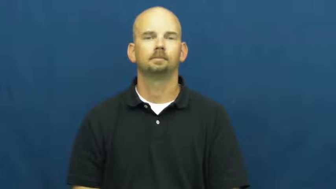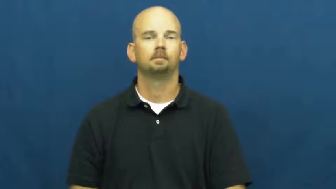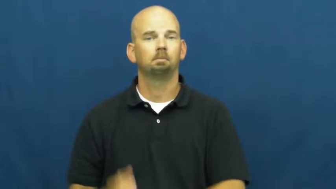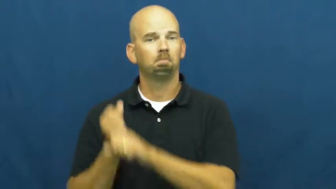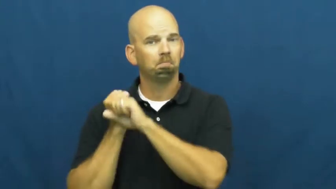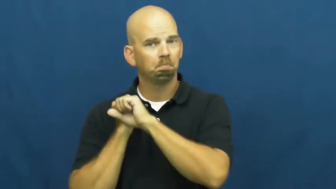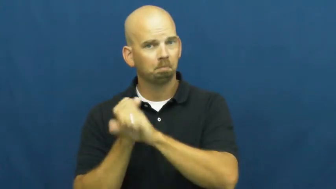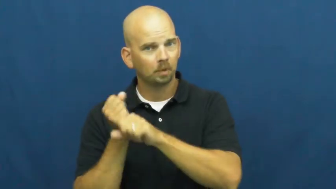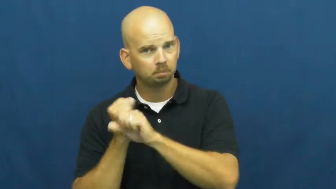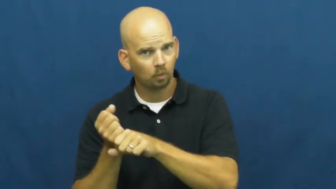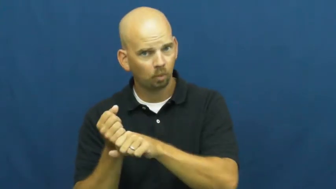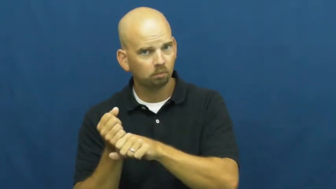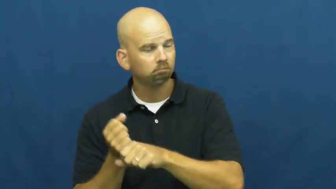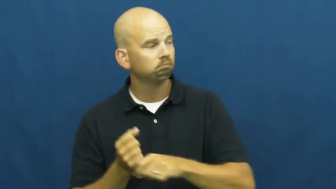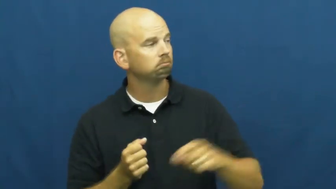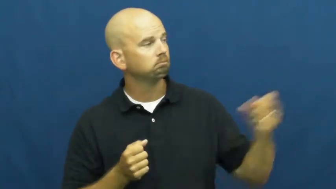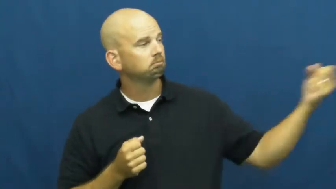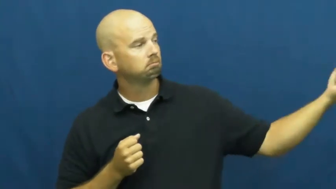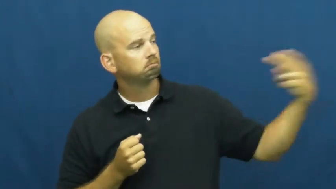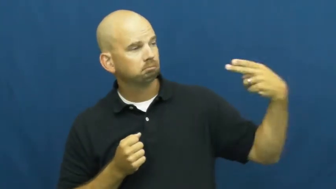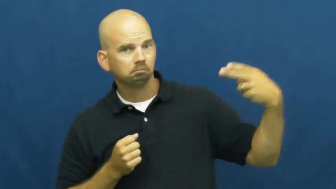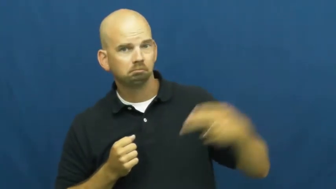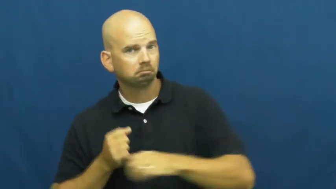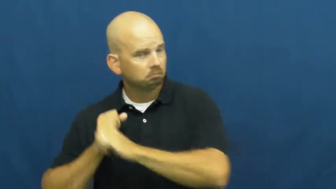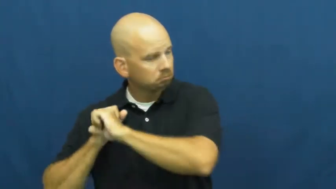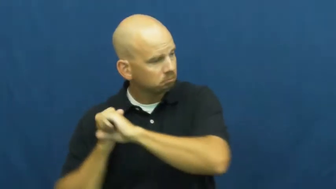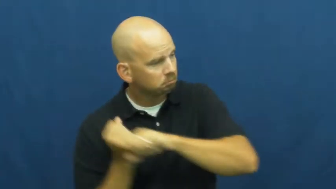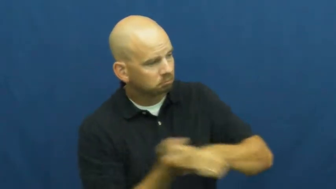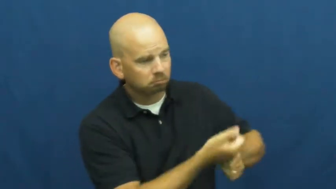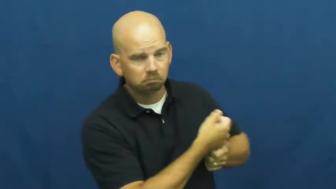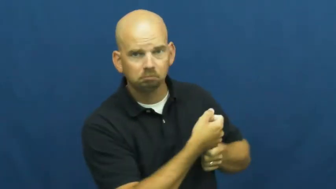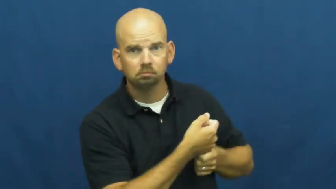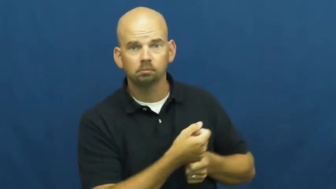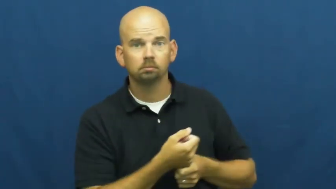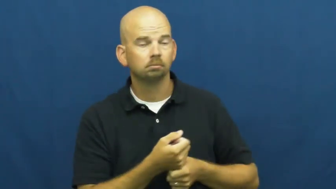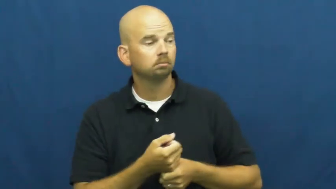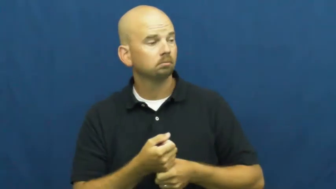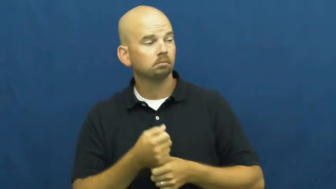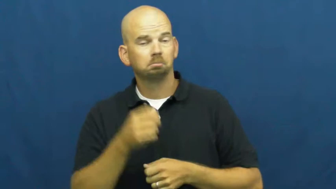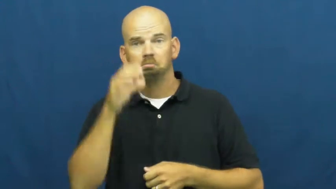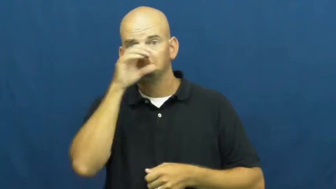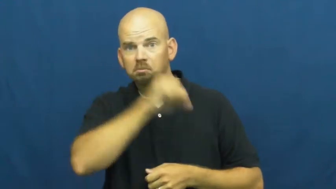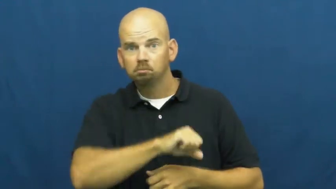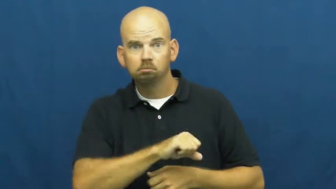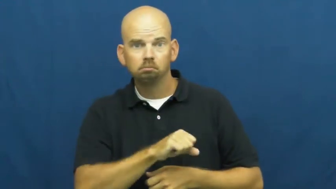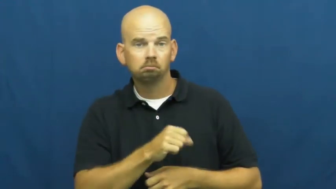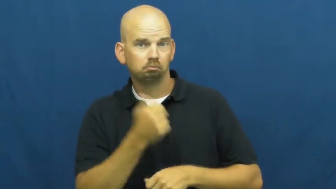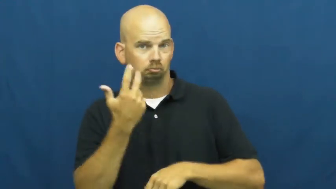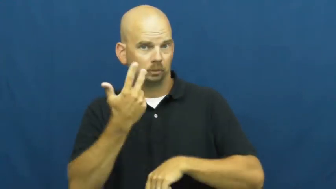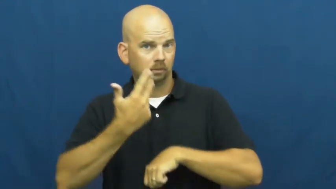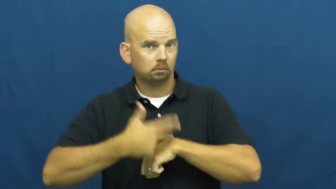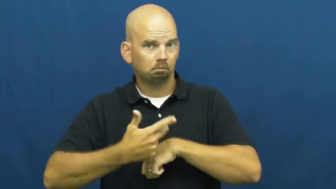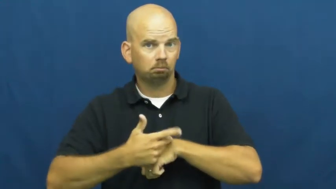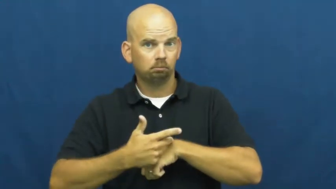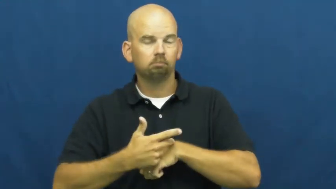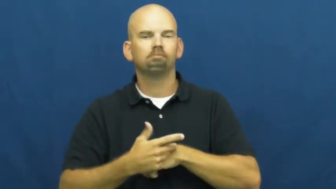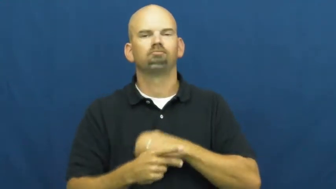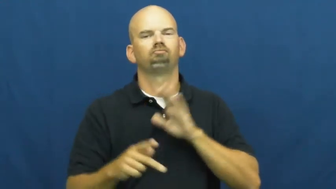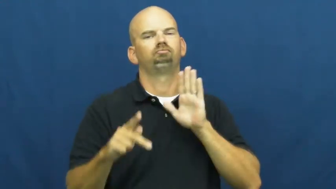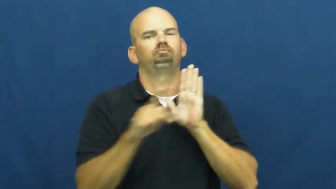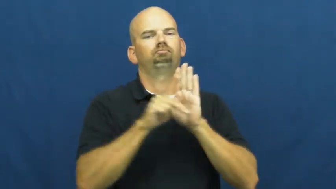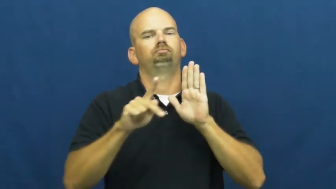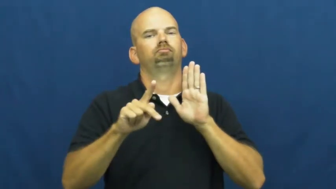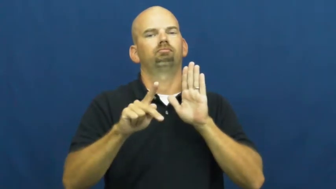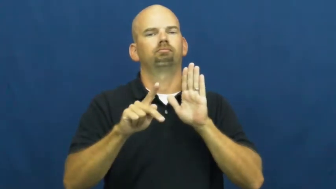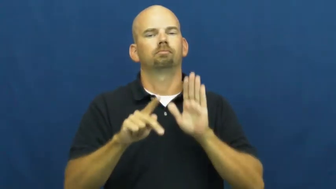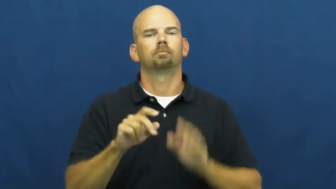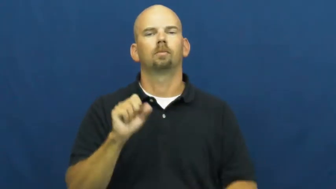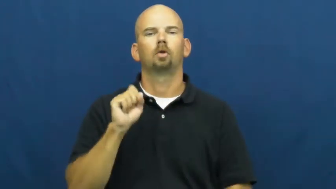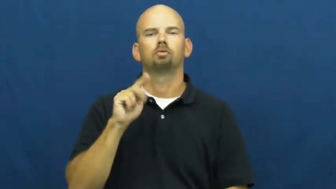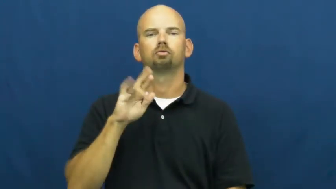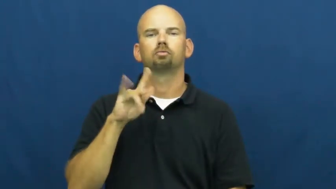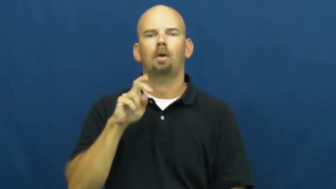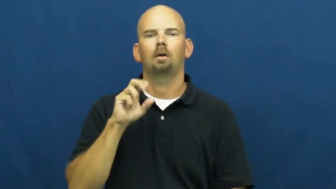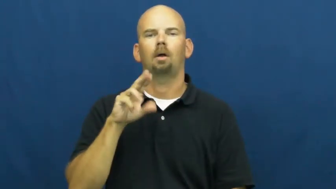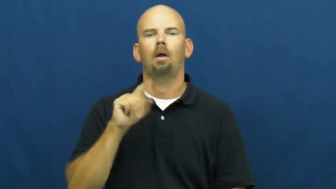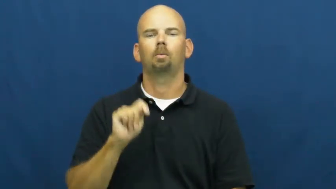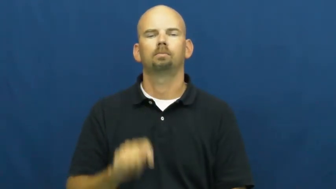strikeout-baseball